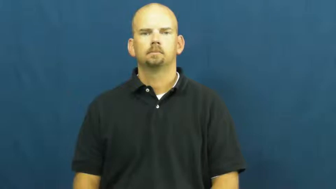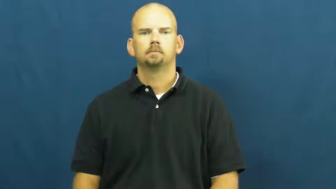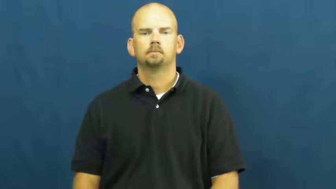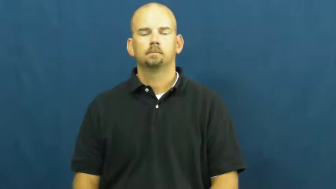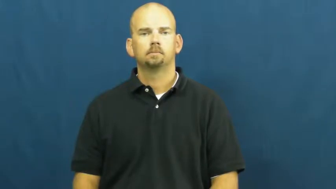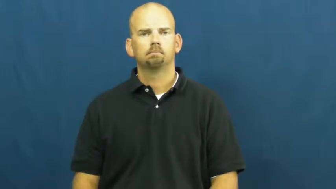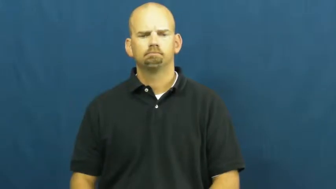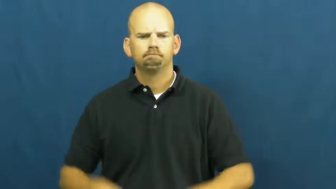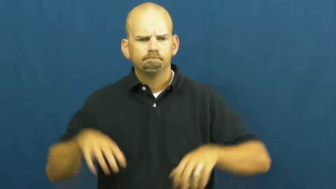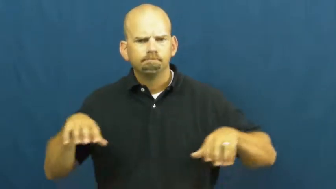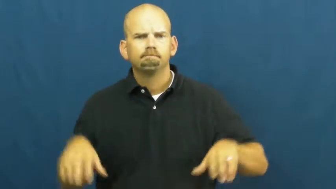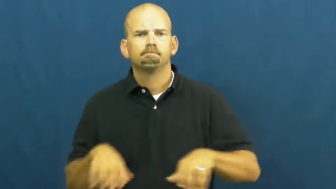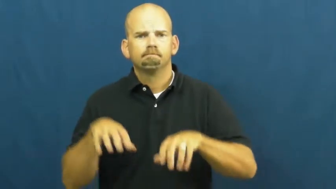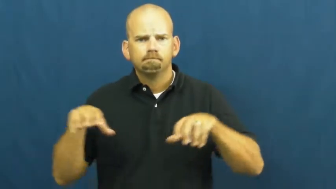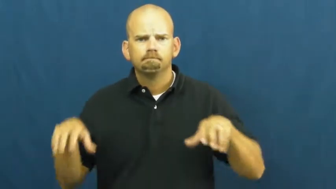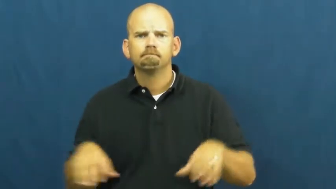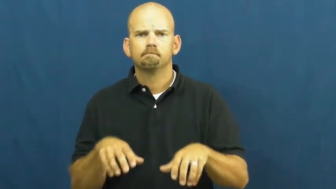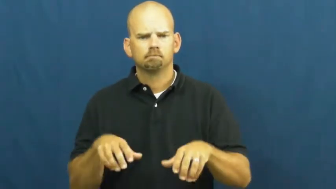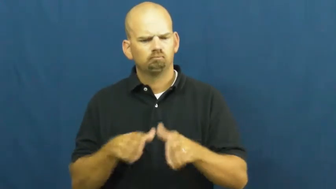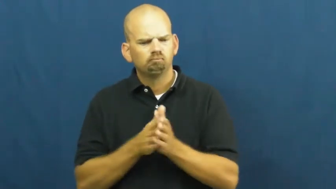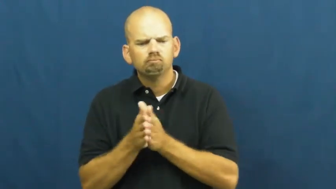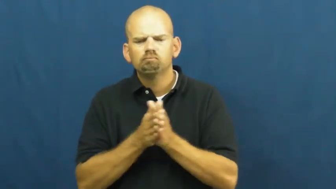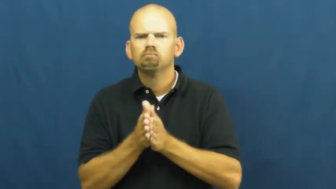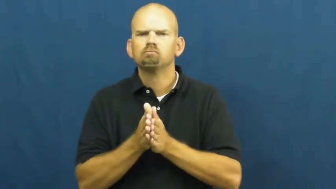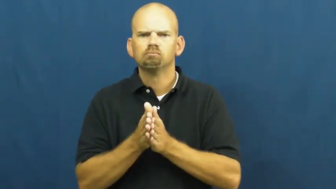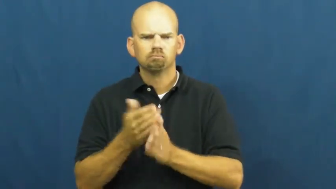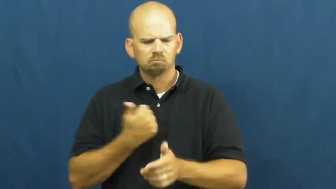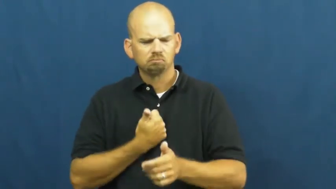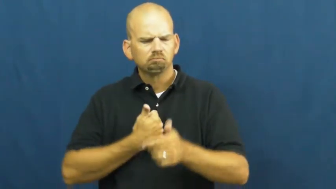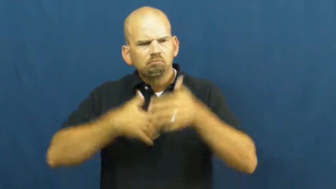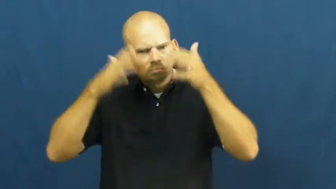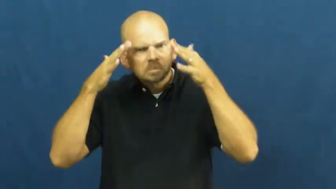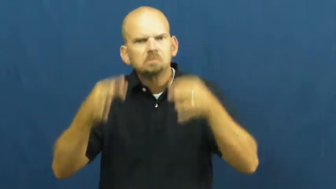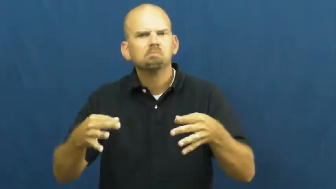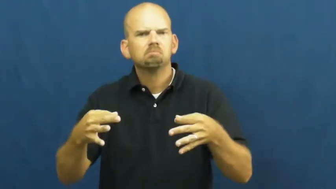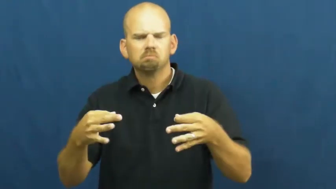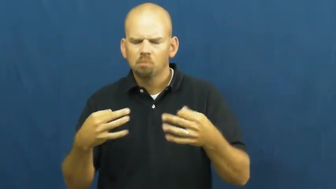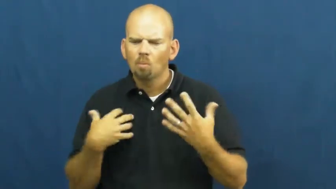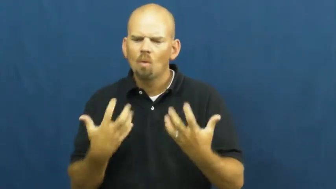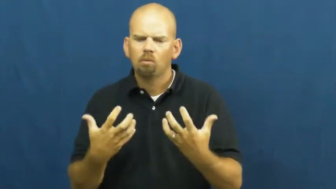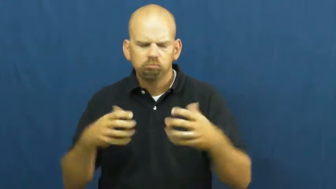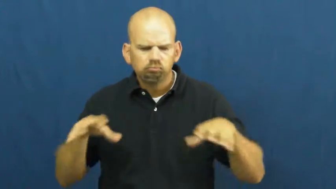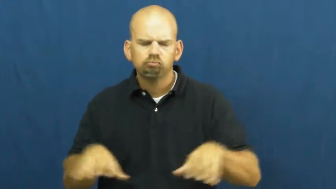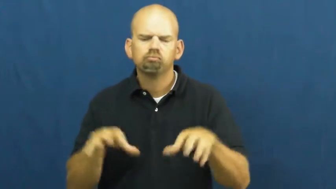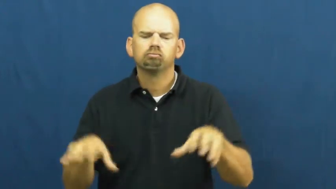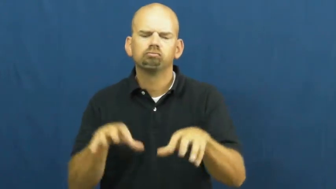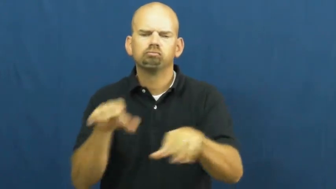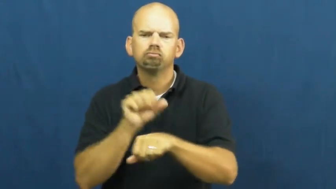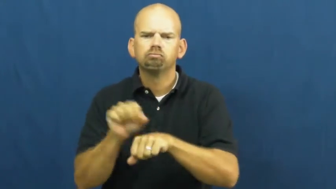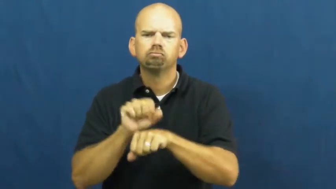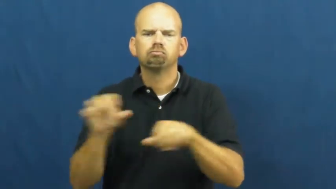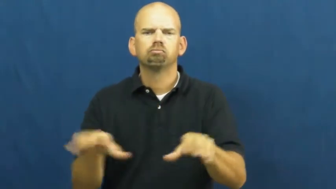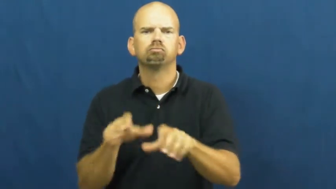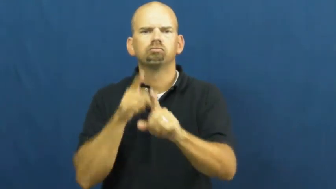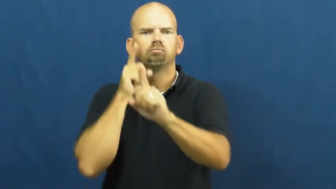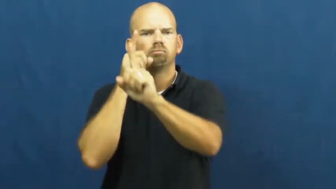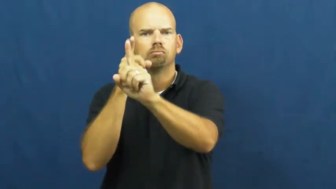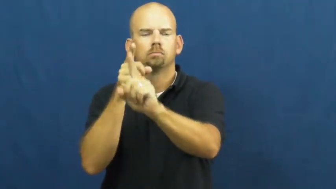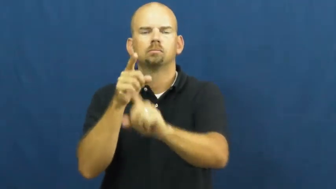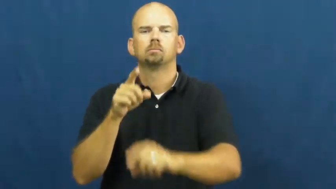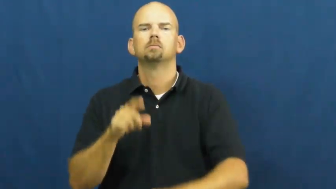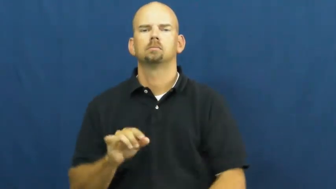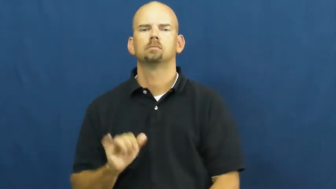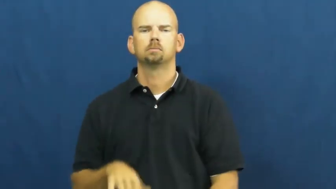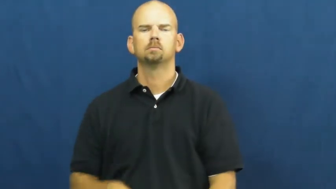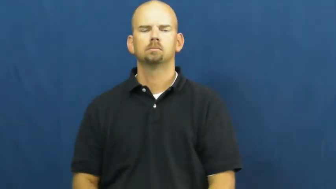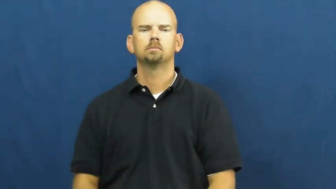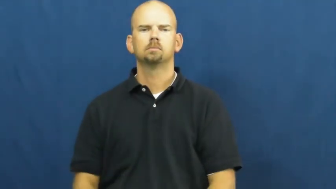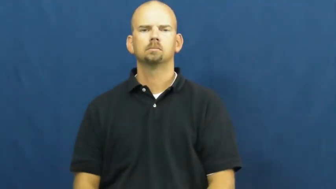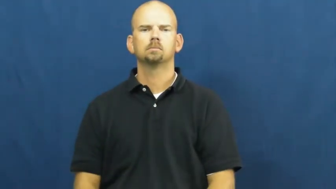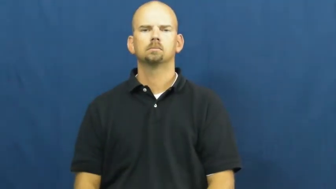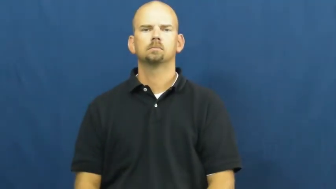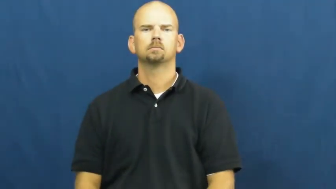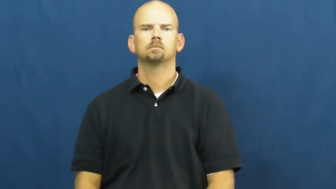volition